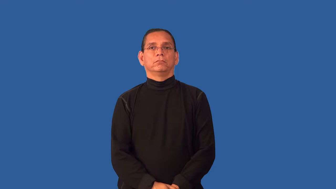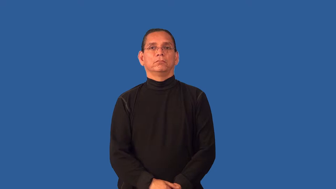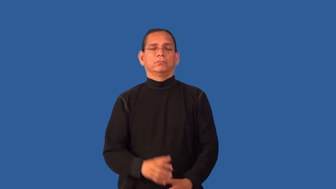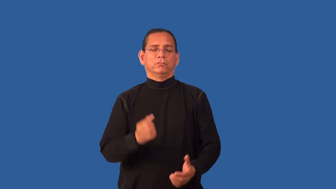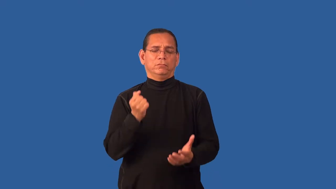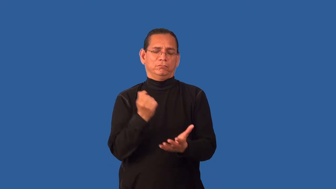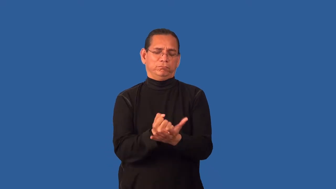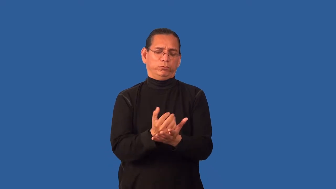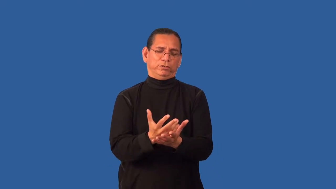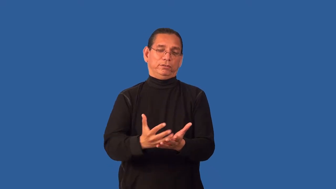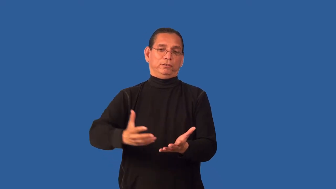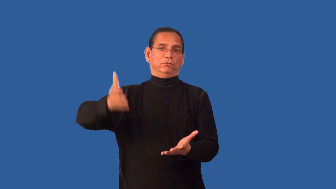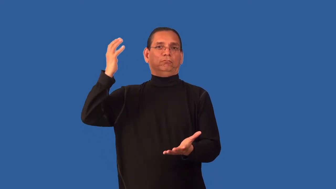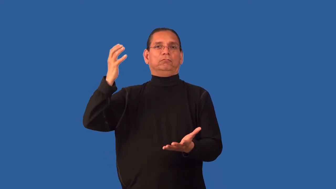fortune-money